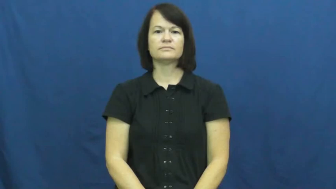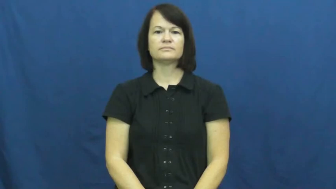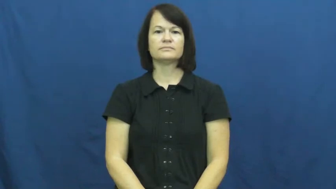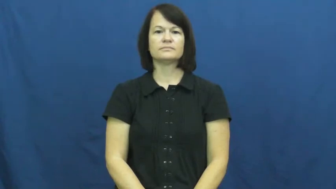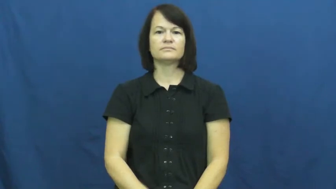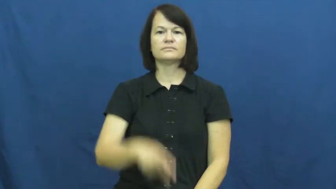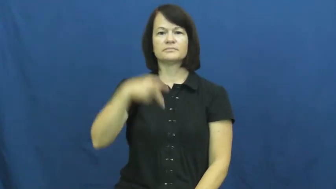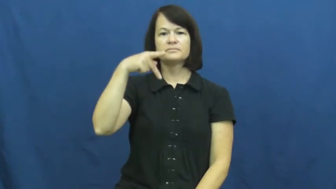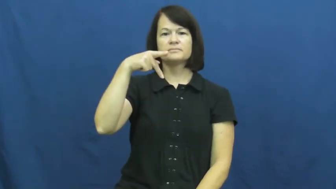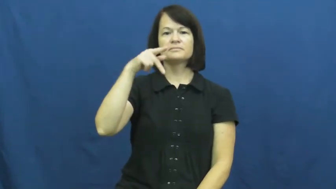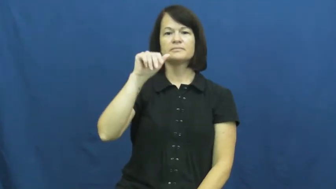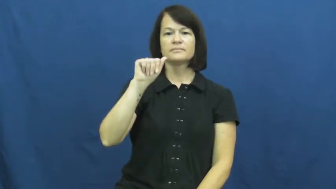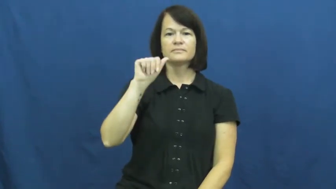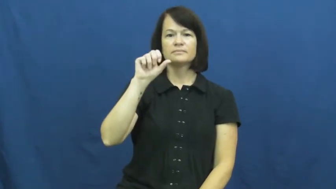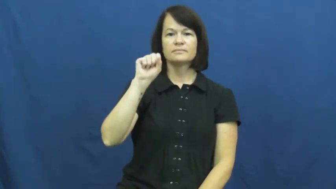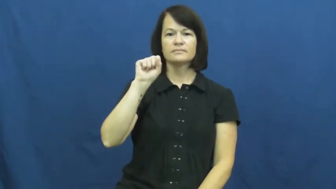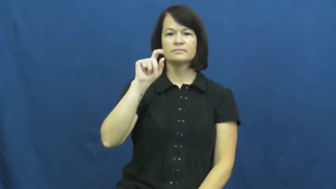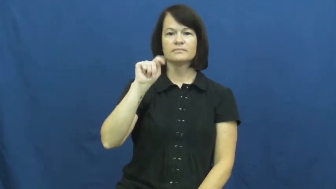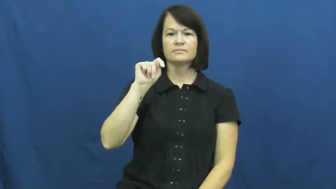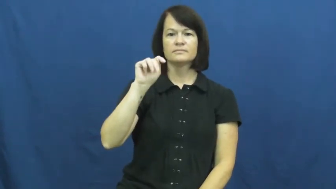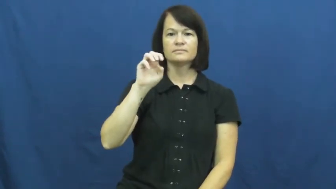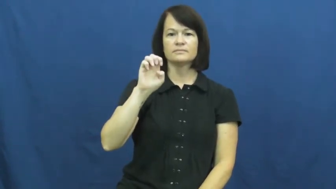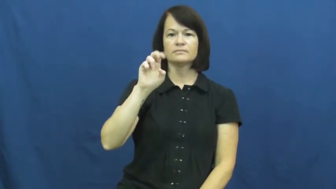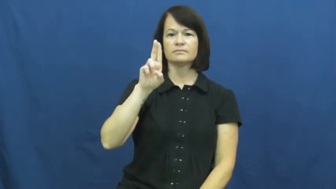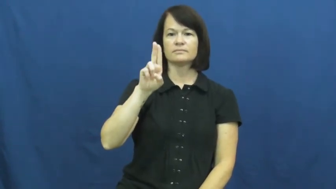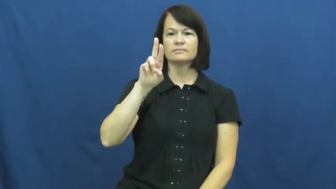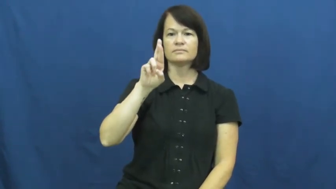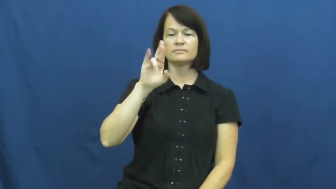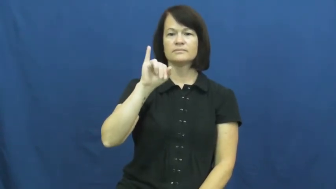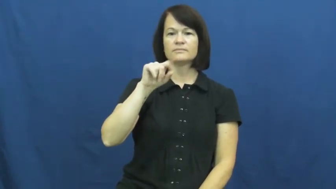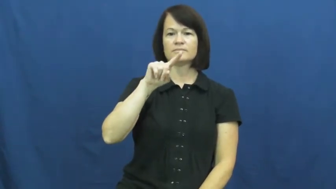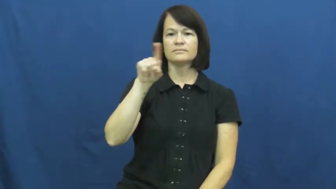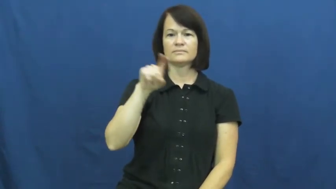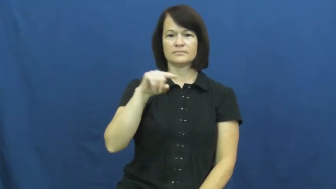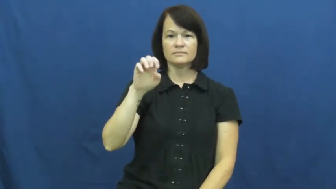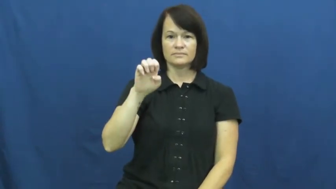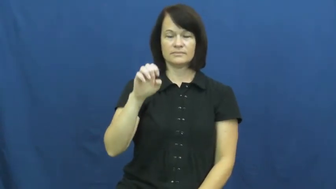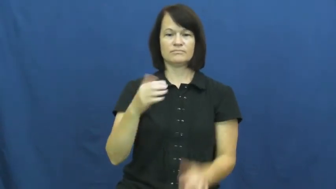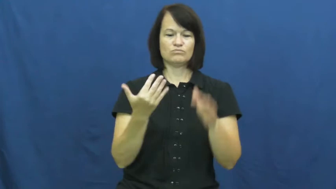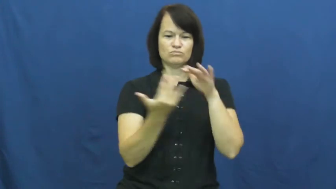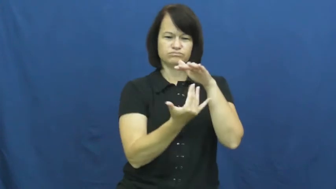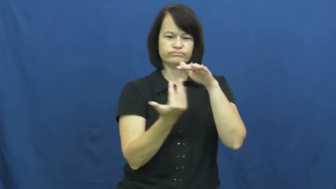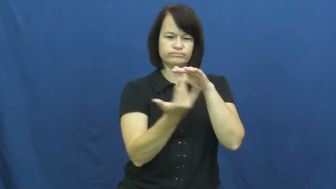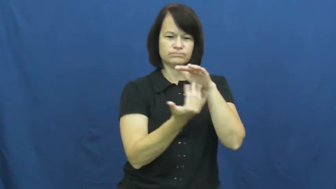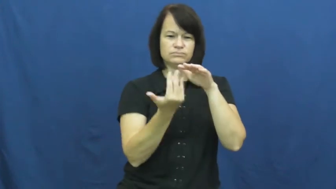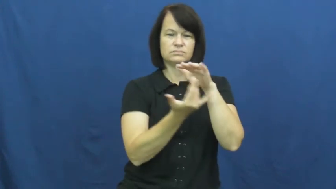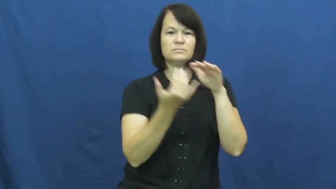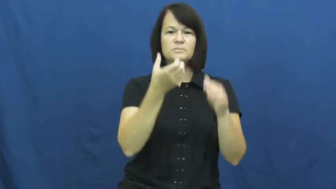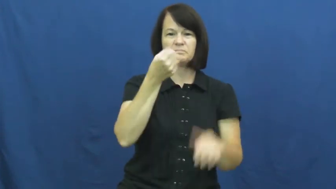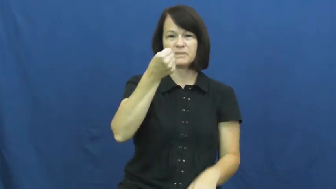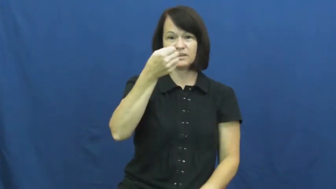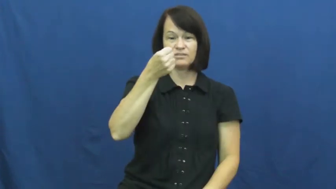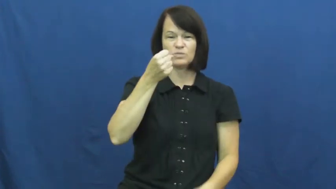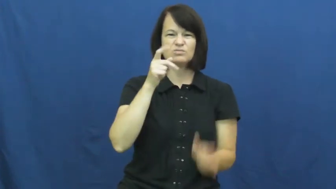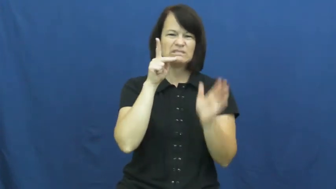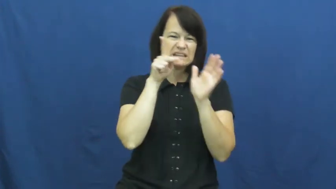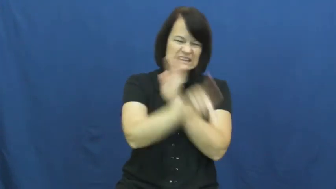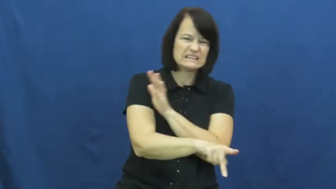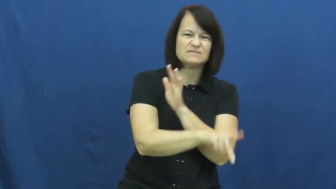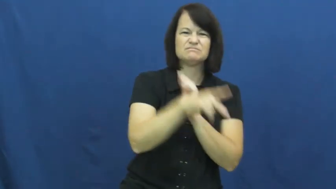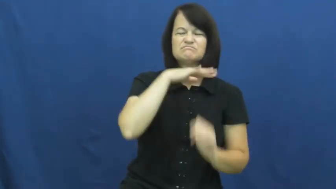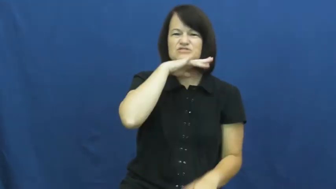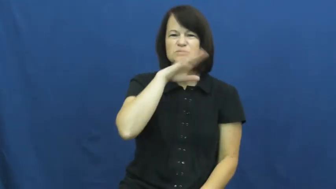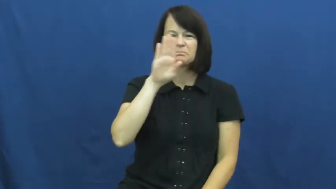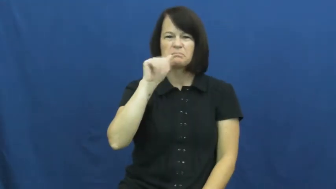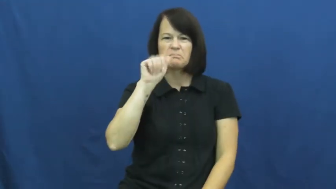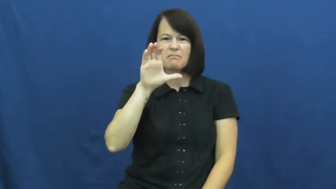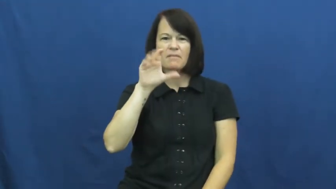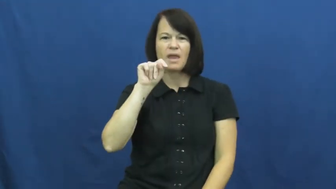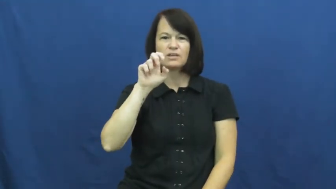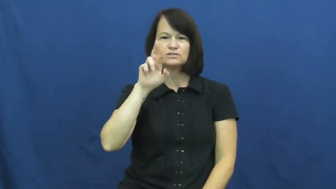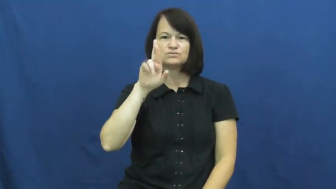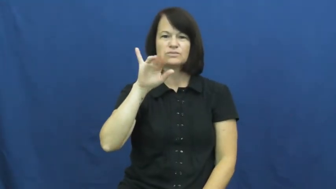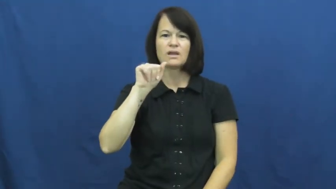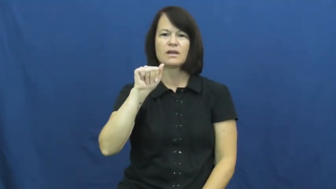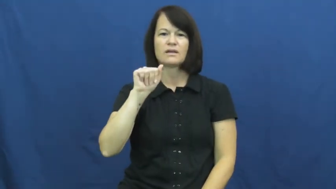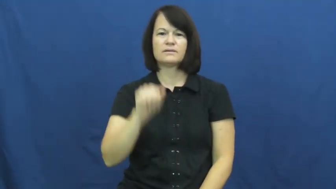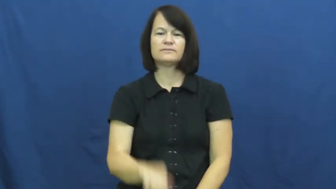pasteurize